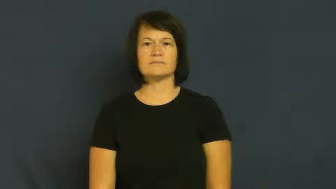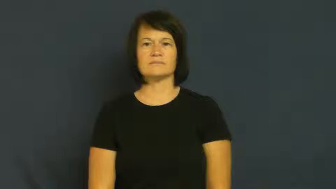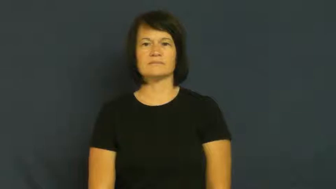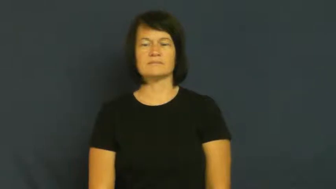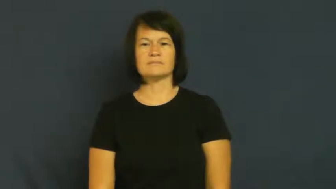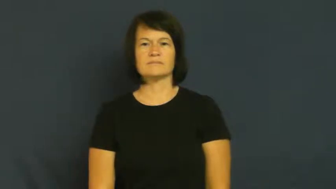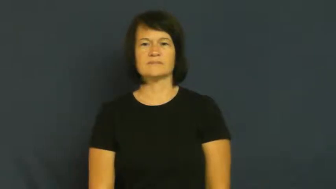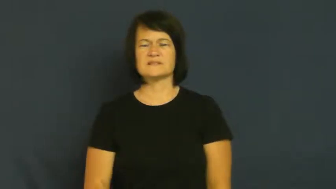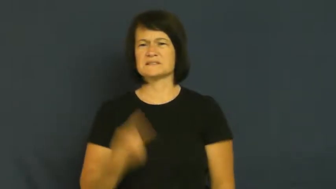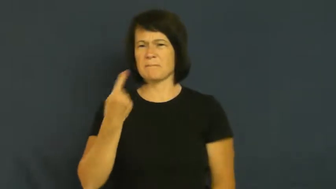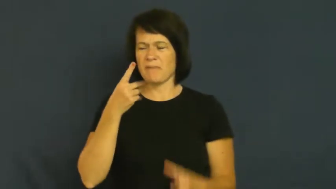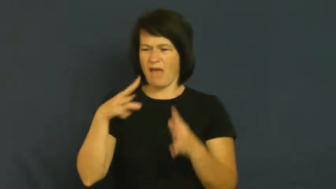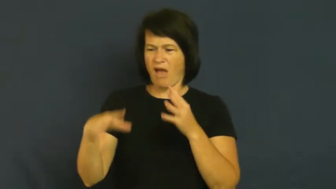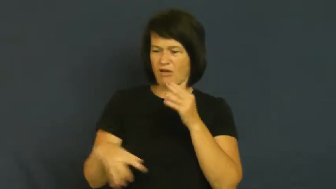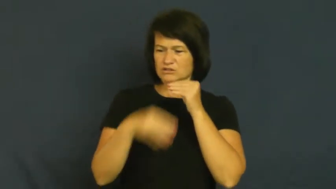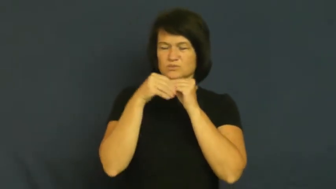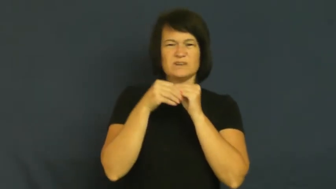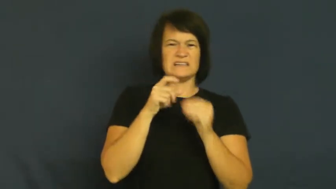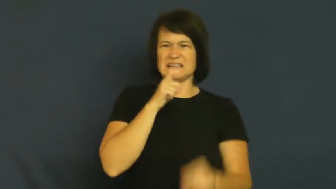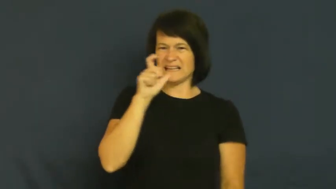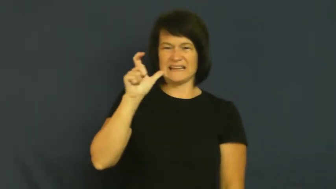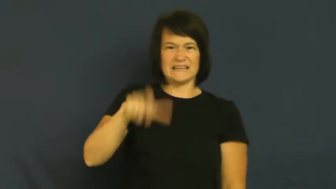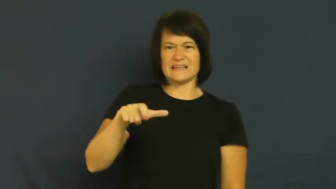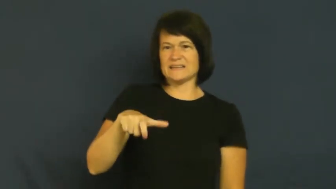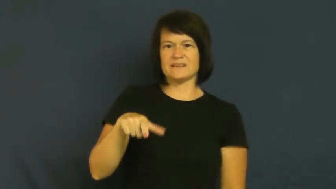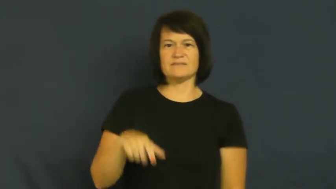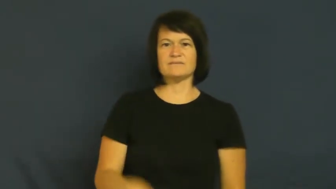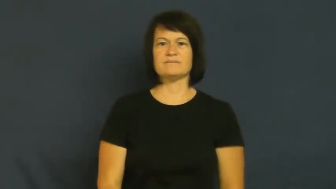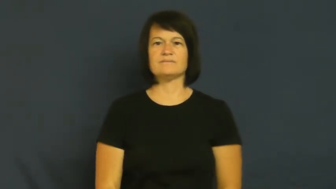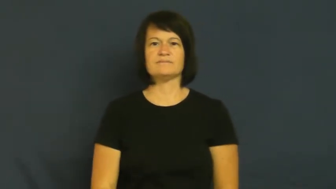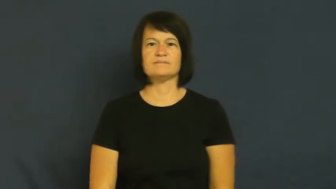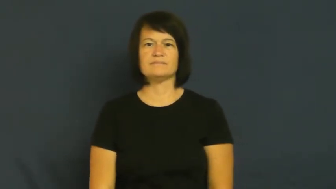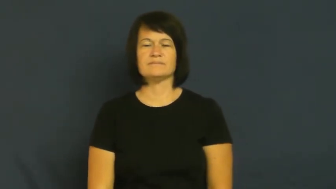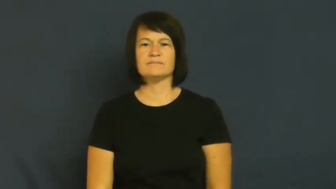frill-something extra